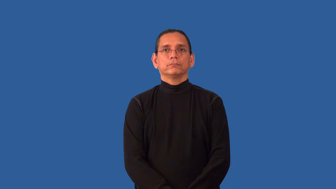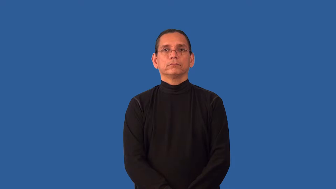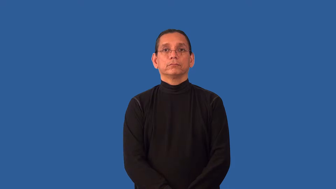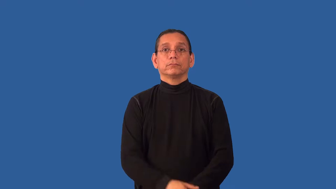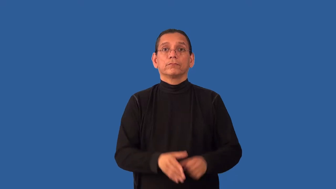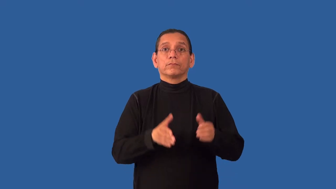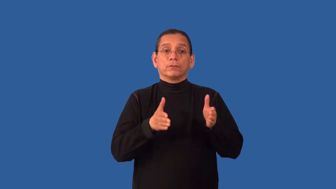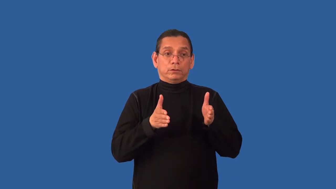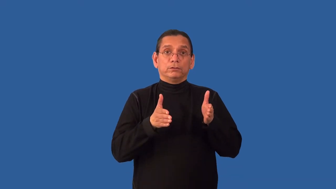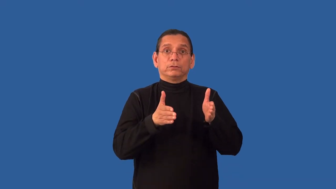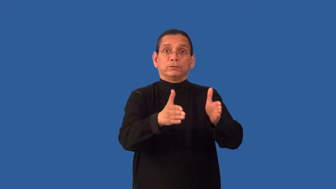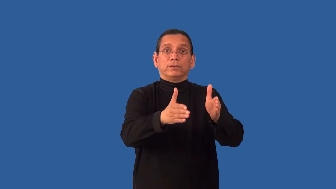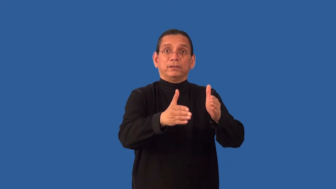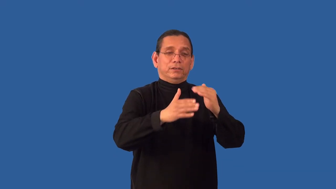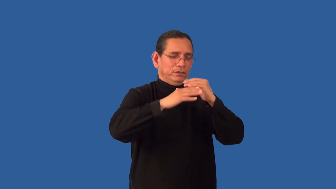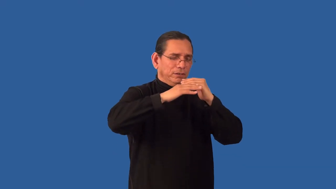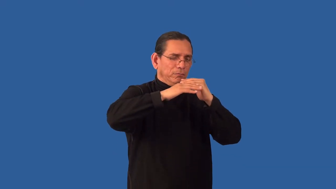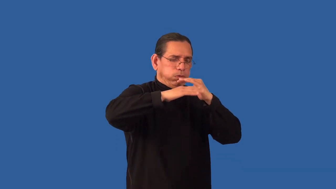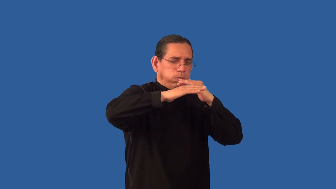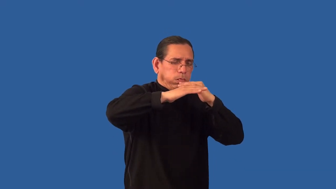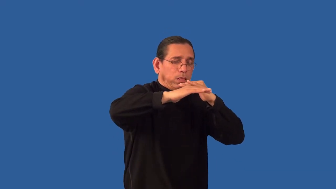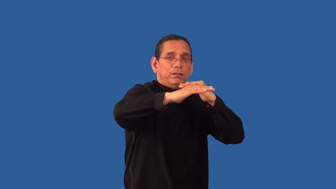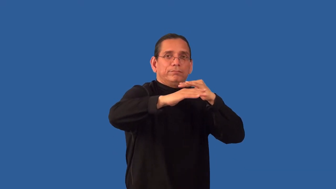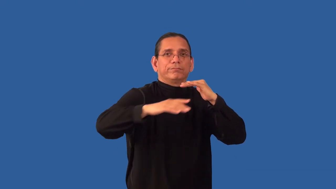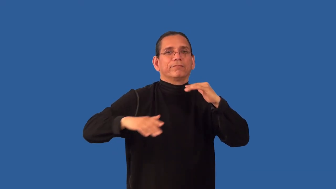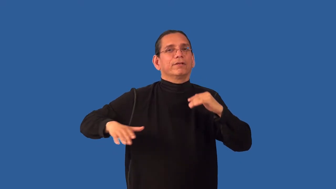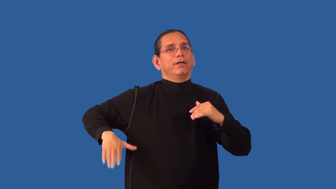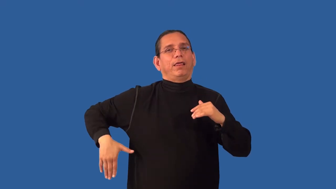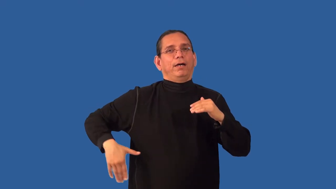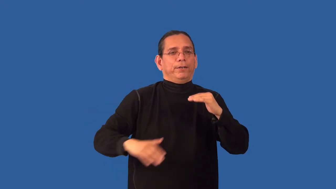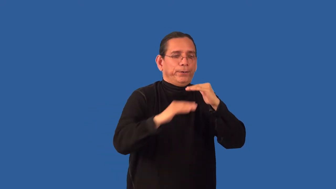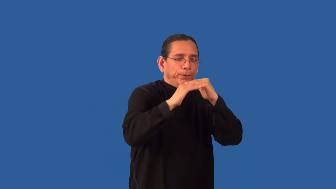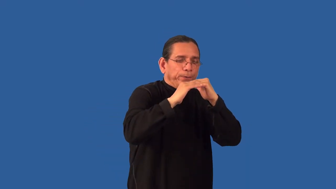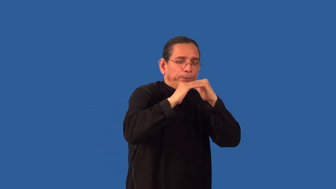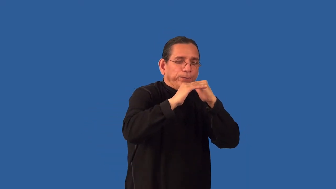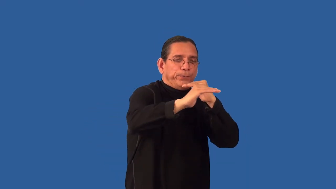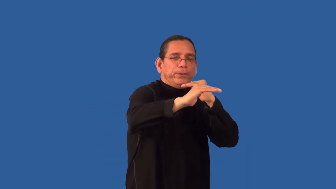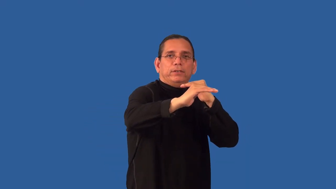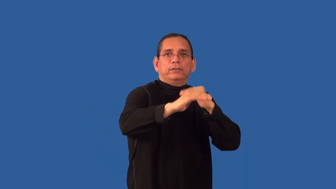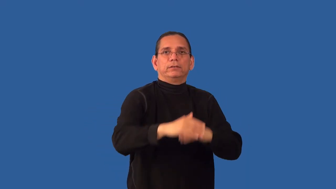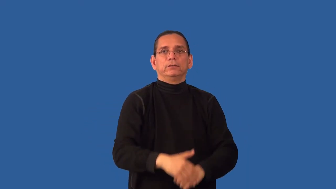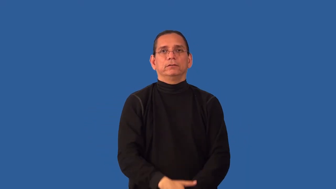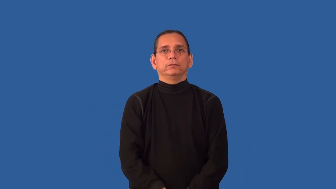unpaved